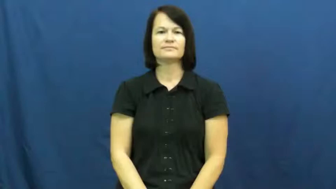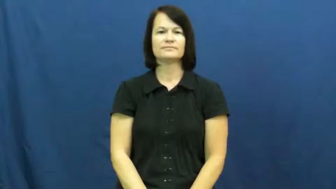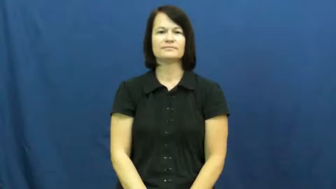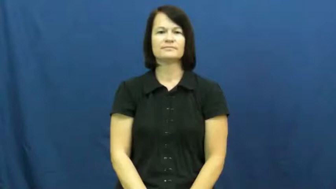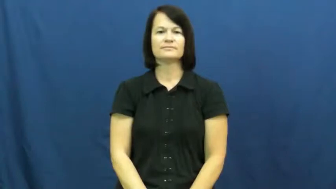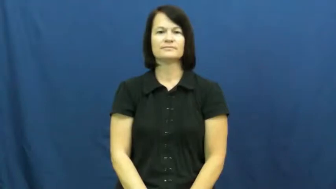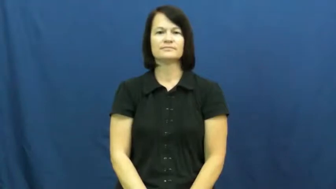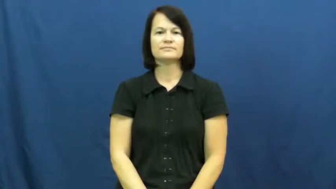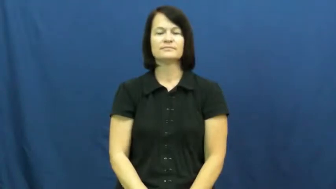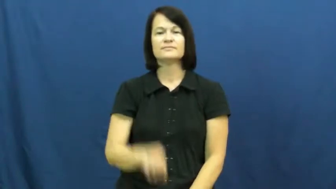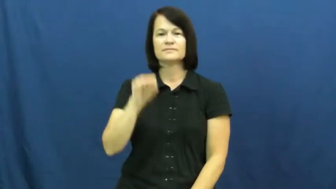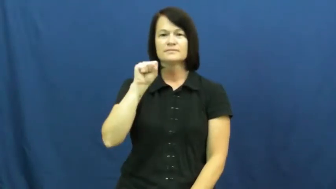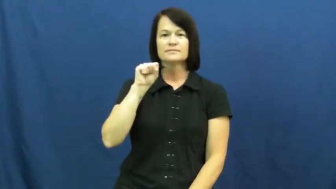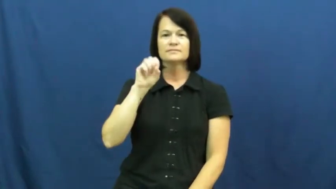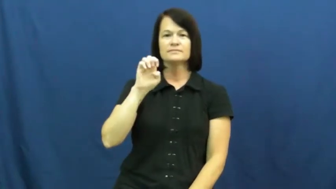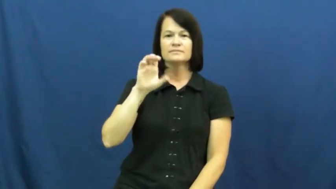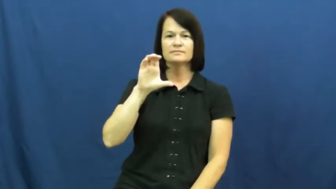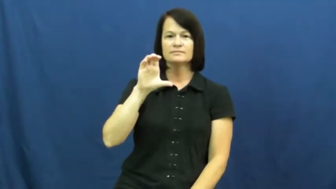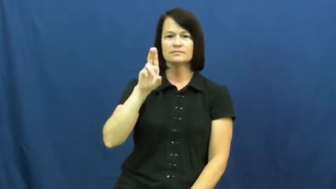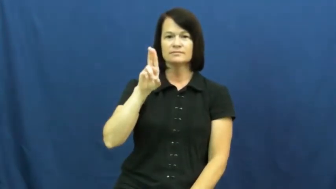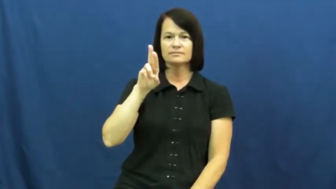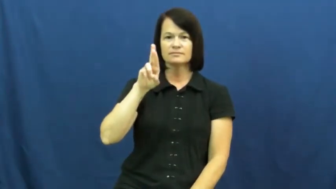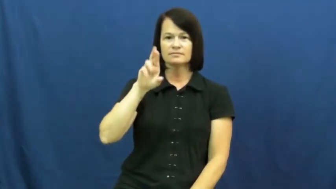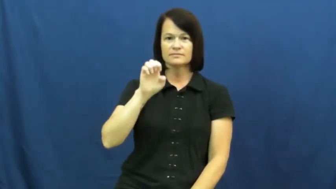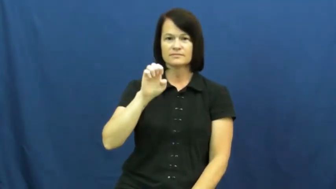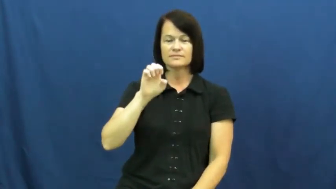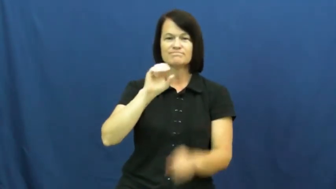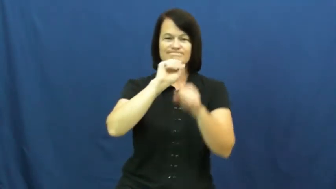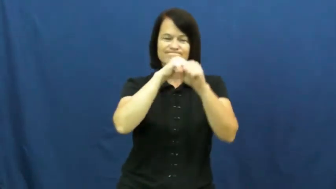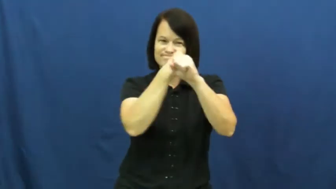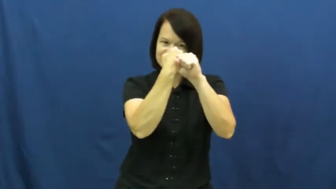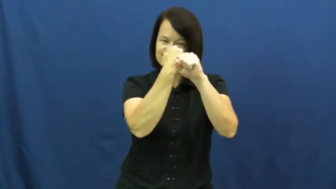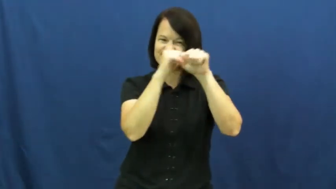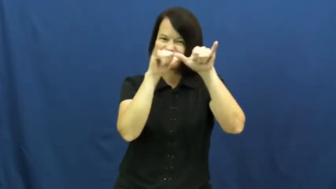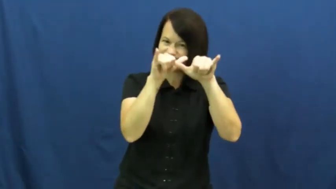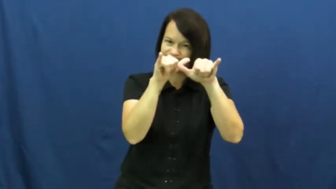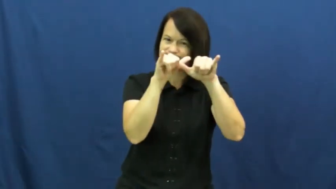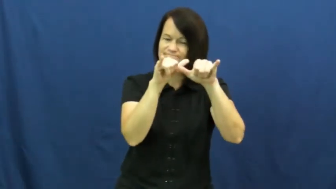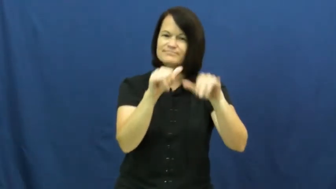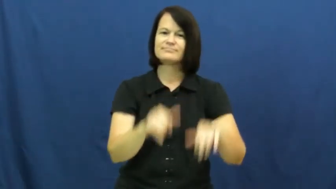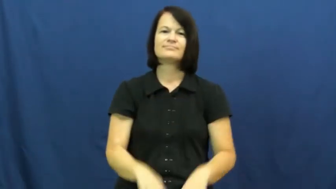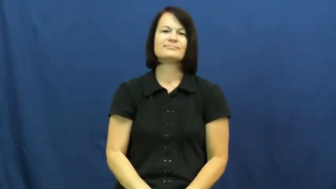secure-lock